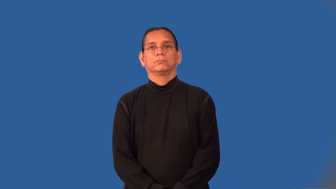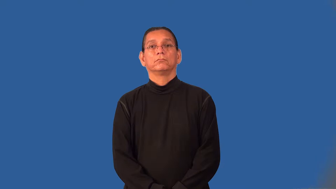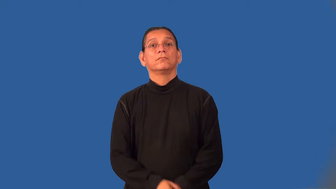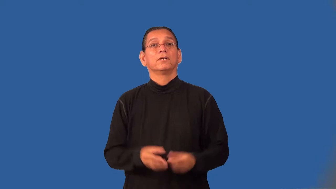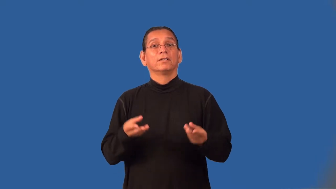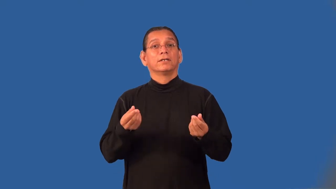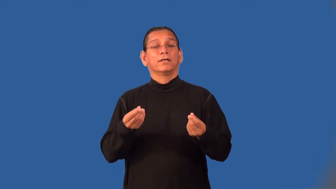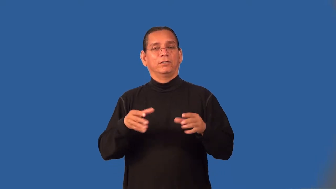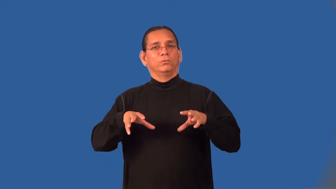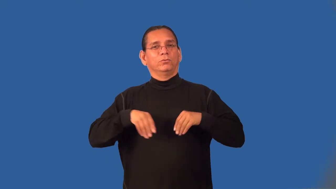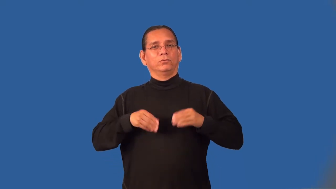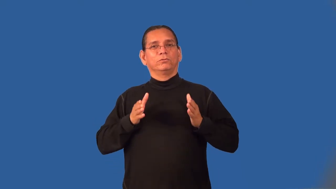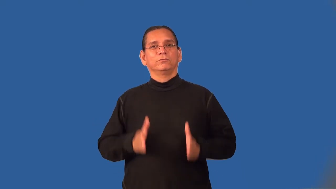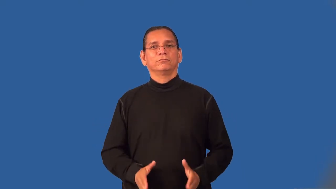landholder